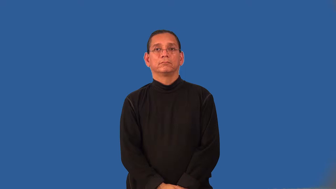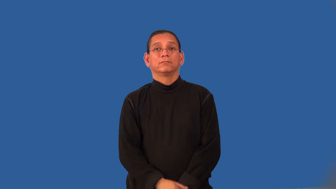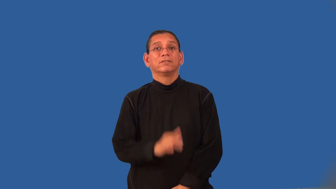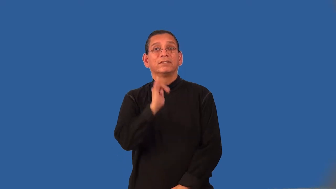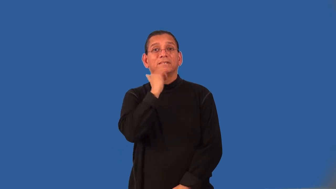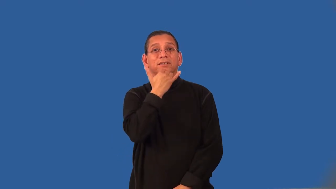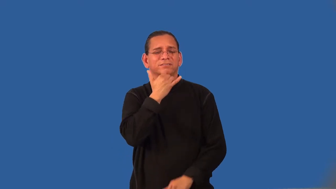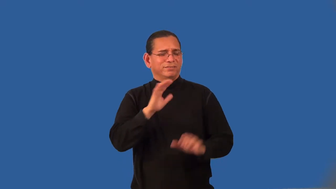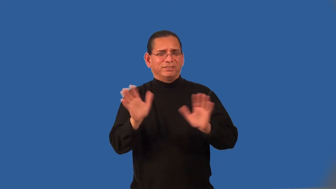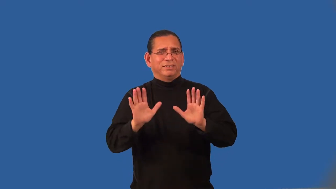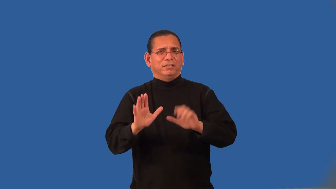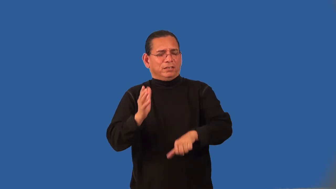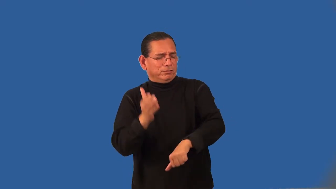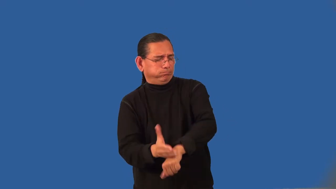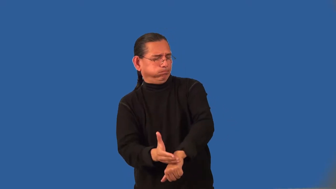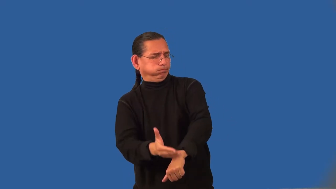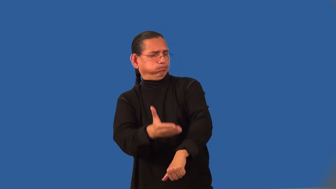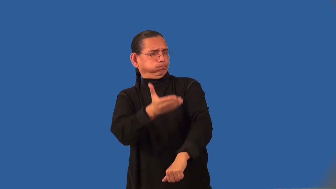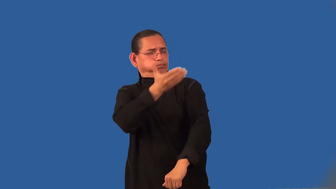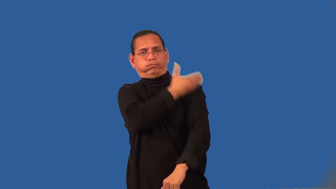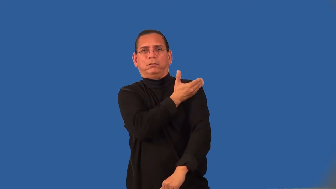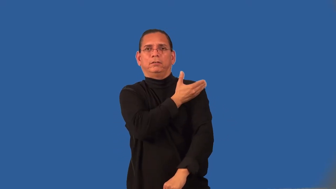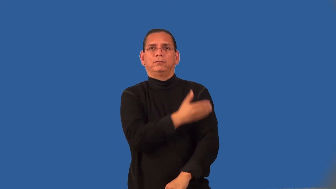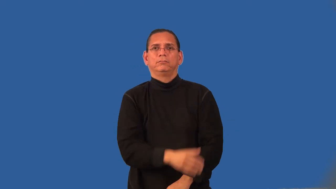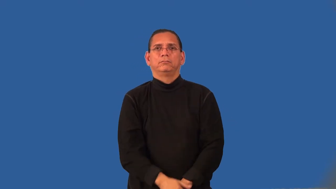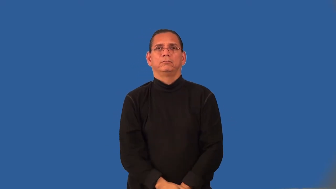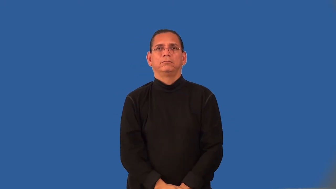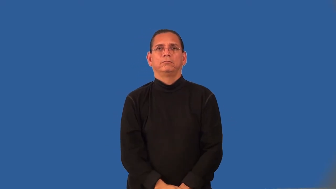overcompensate